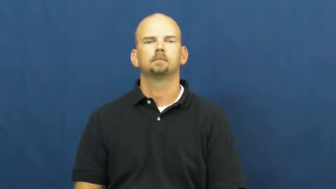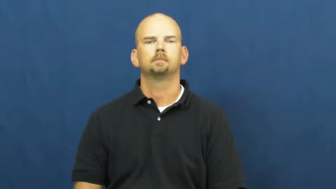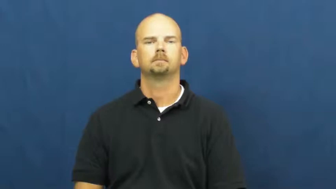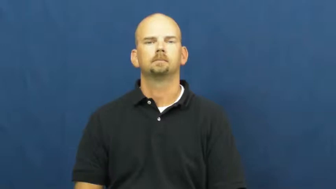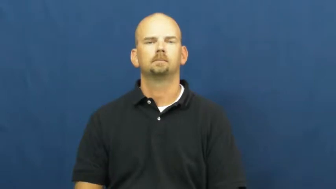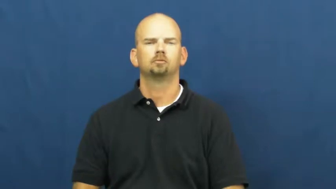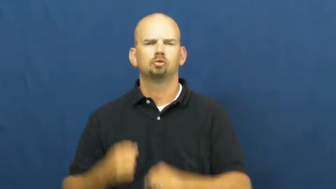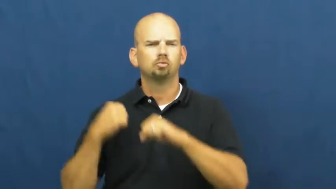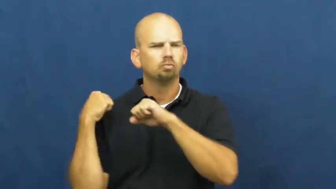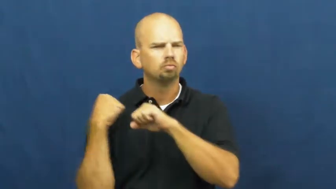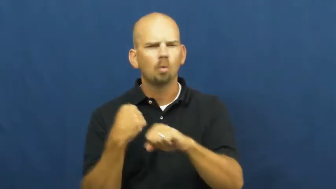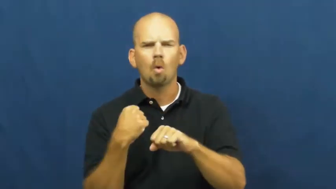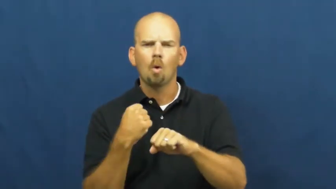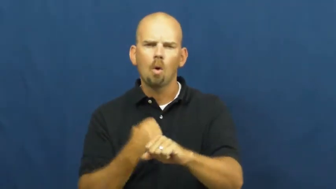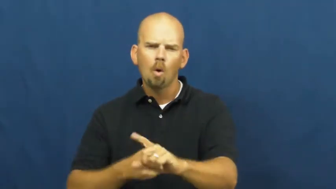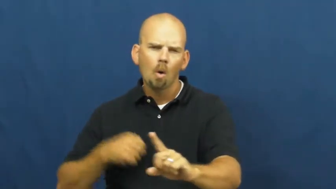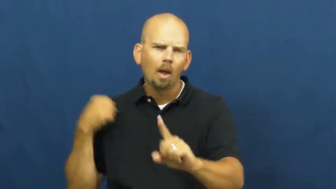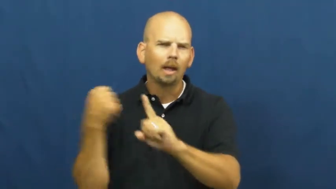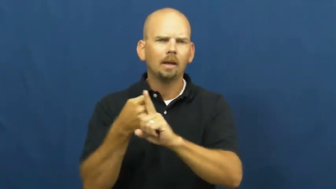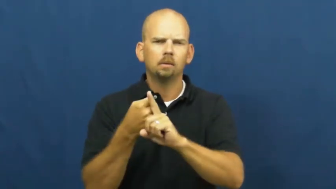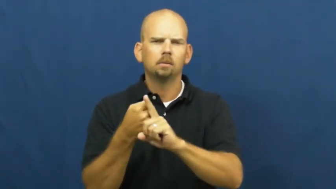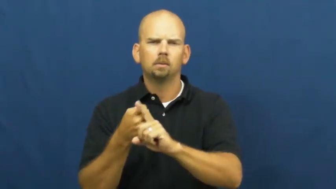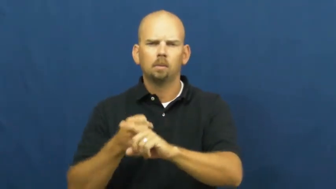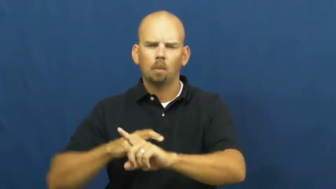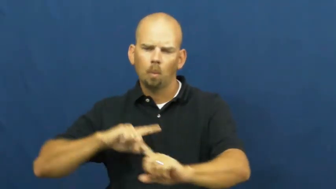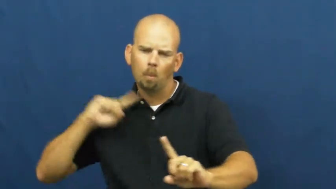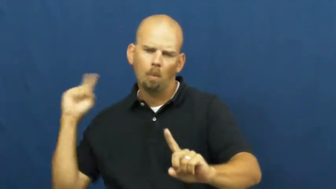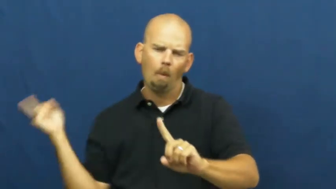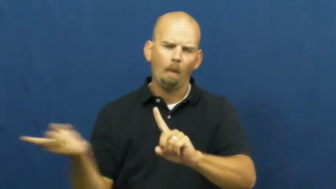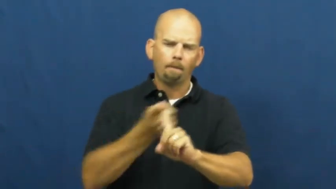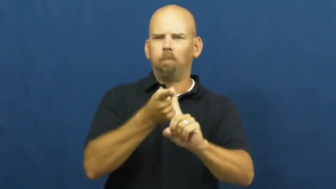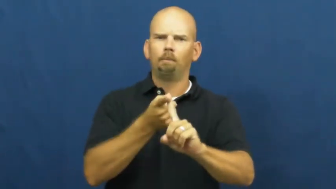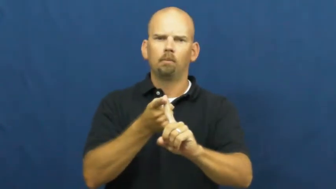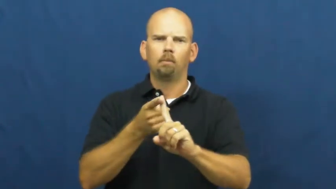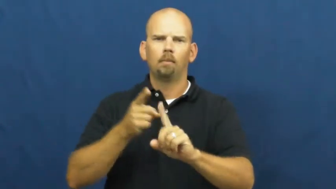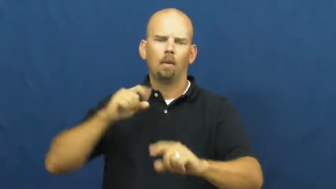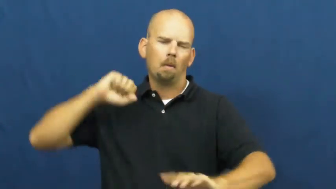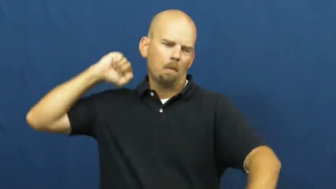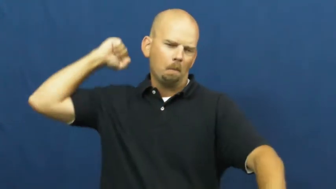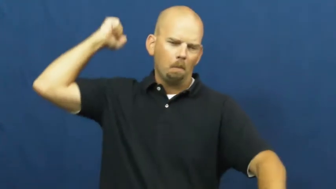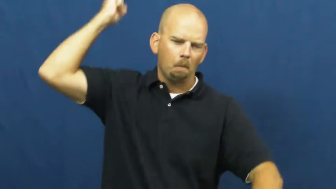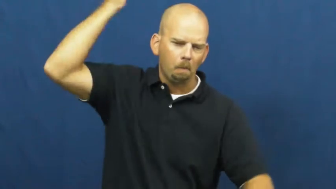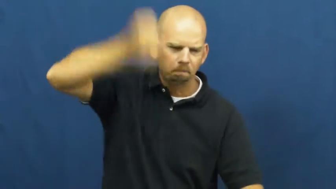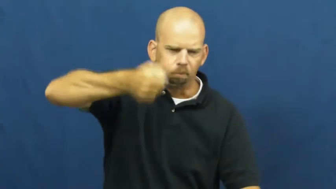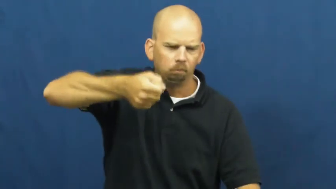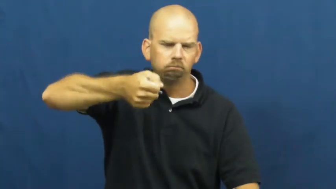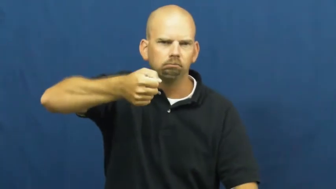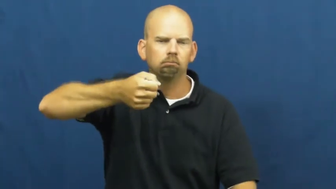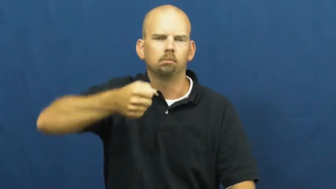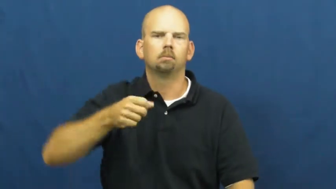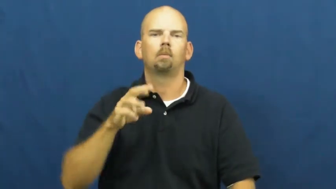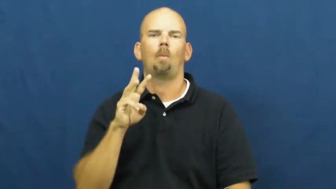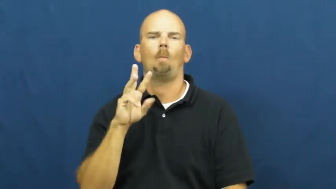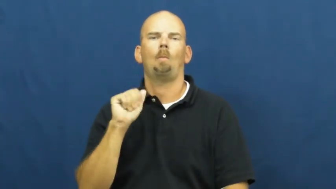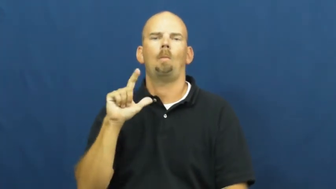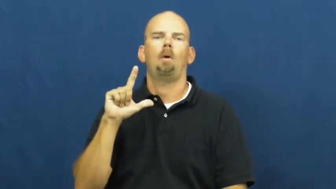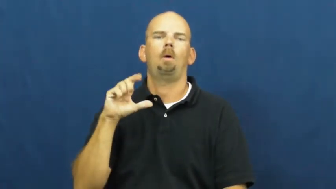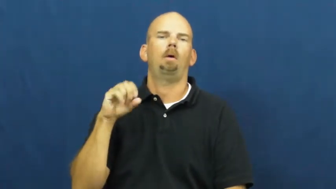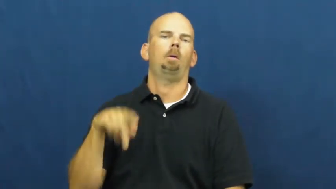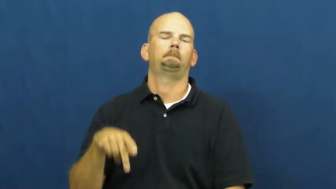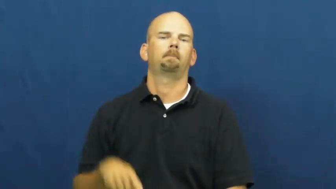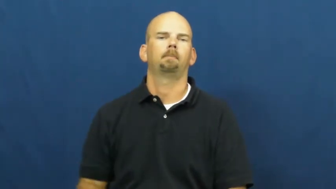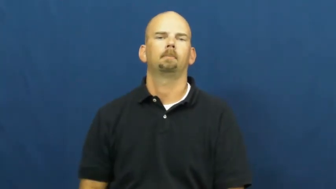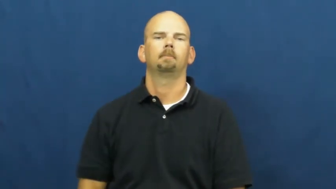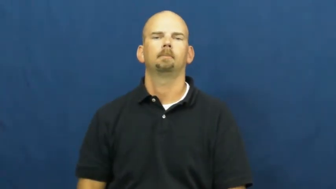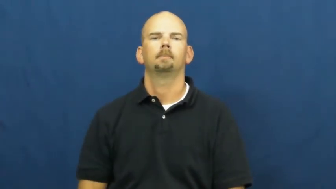wallop